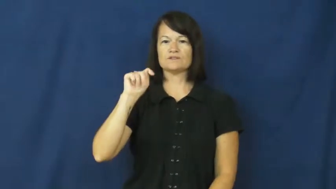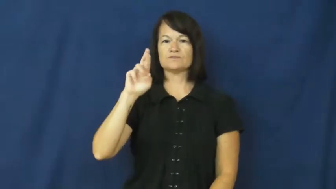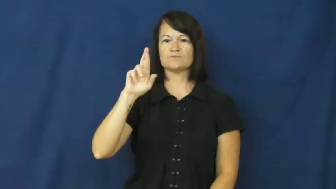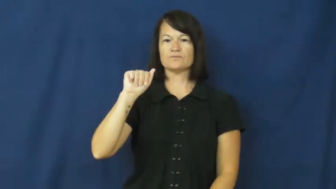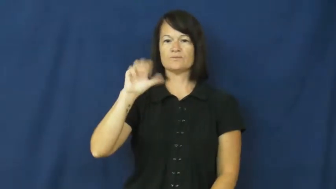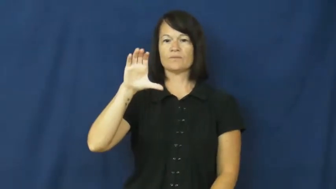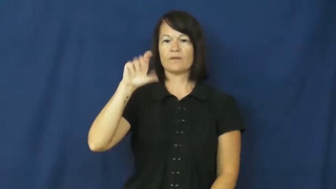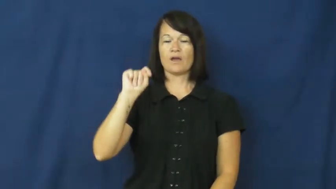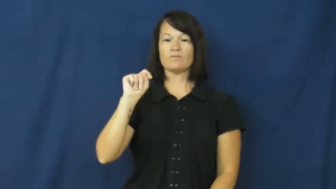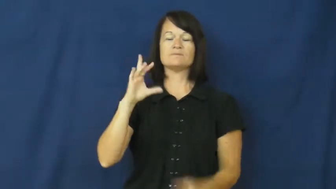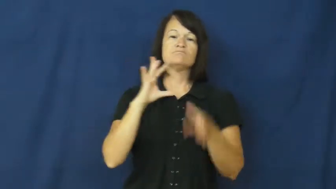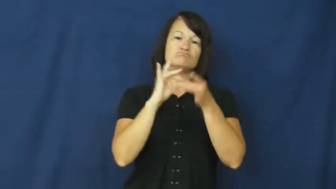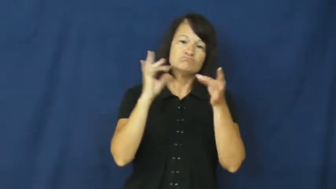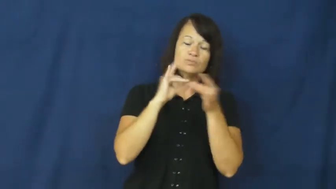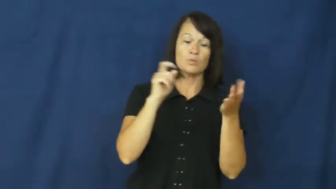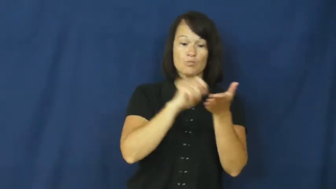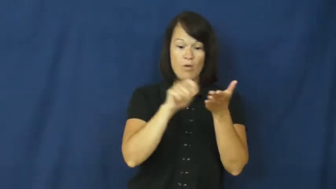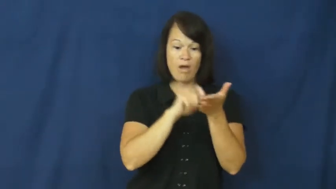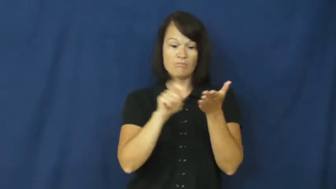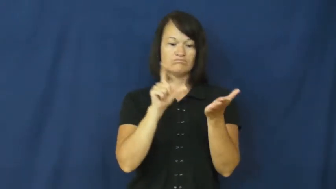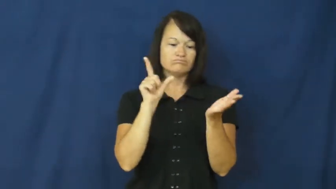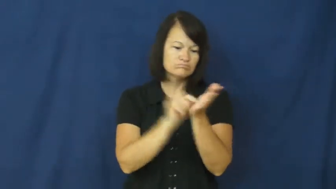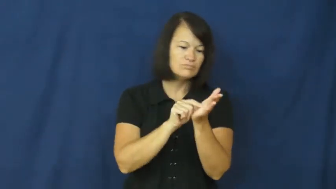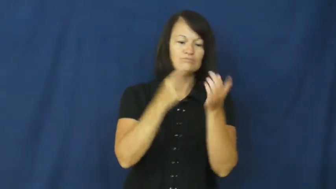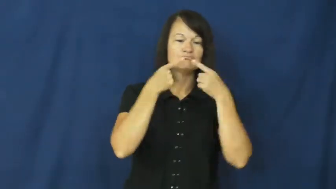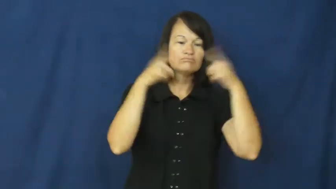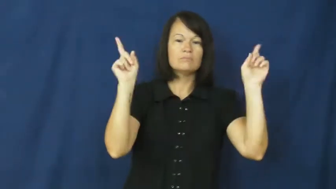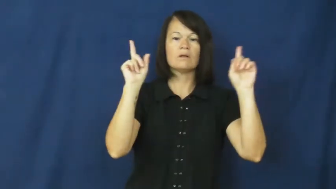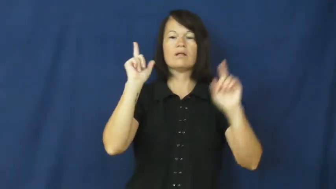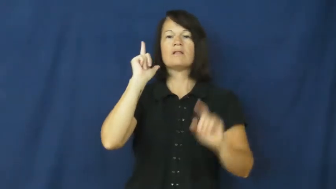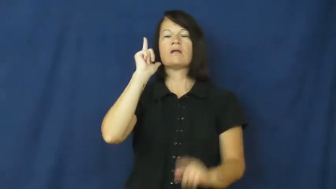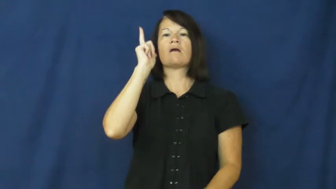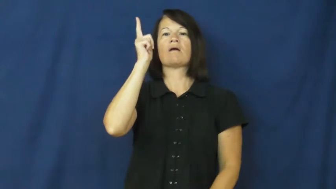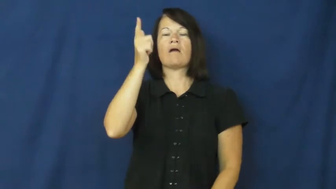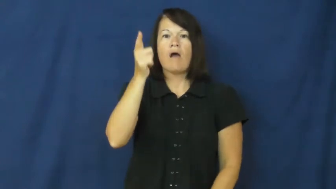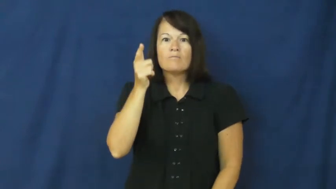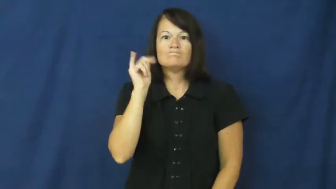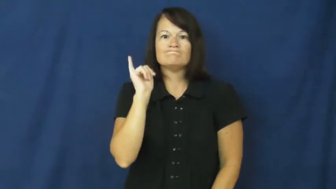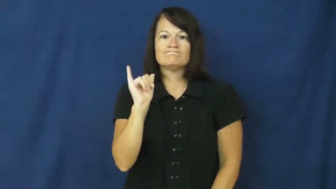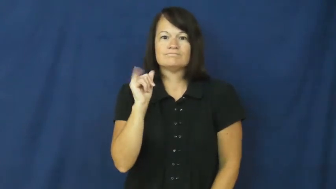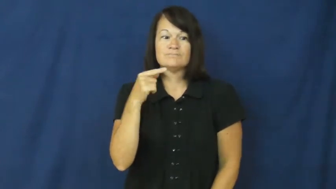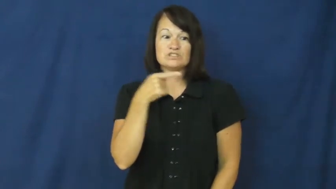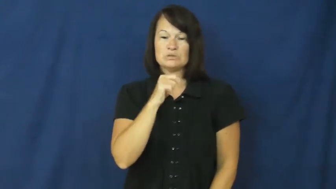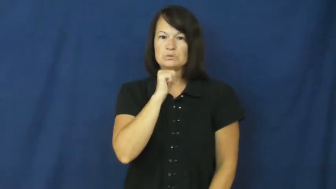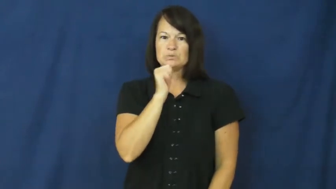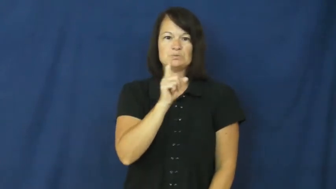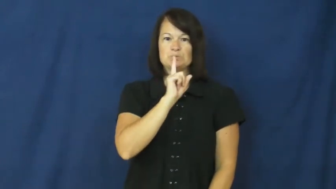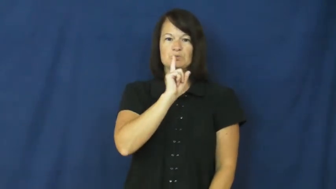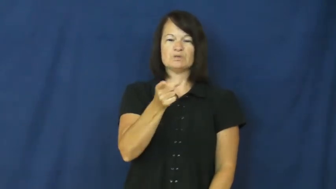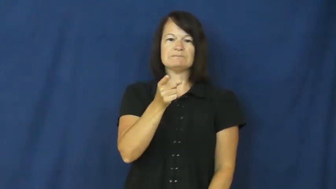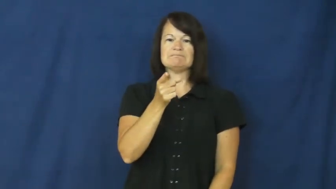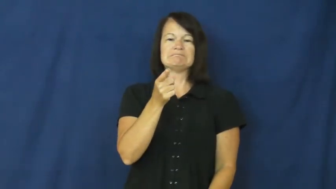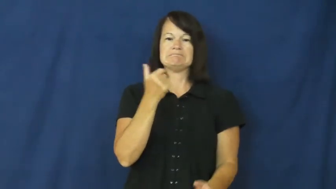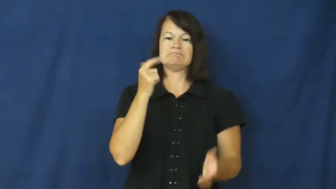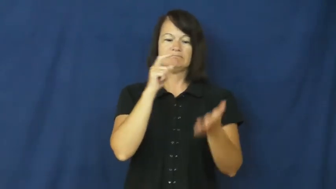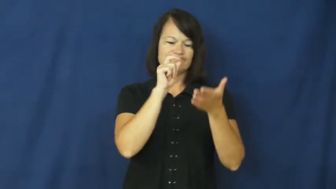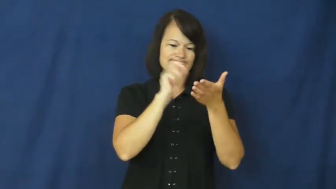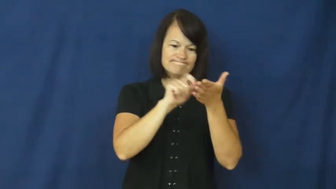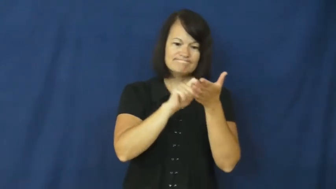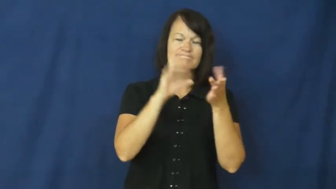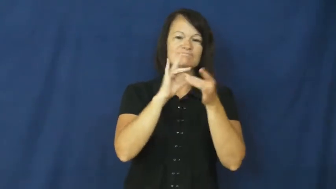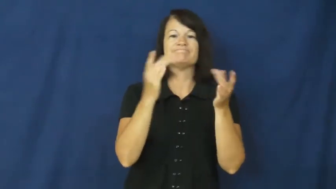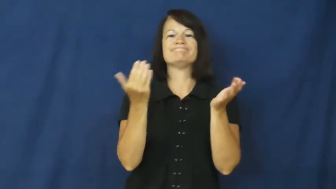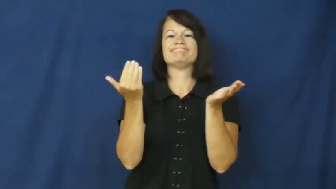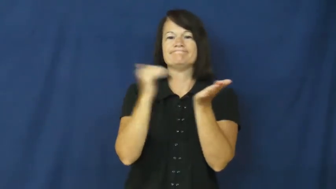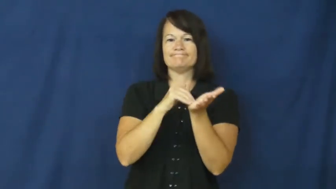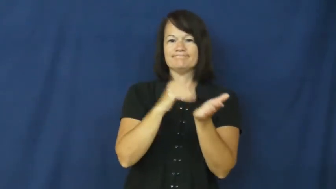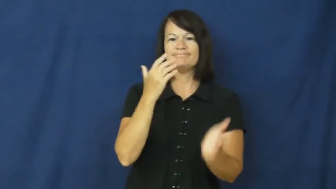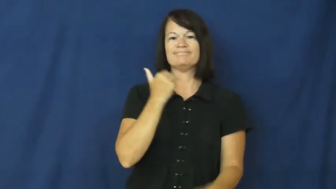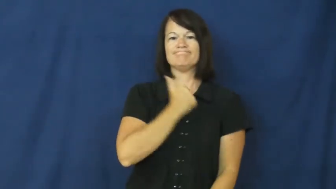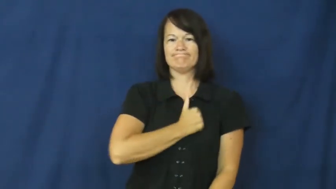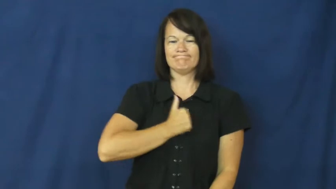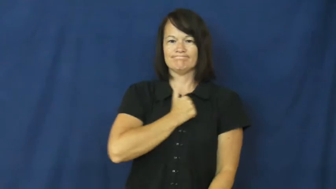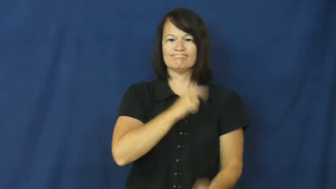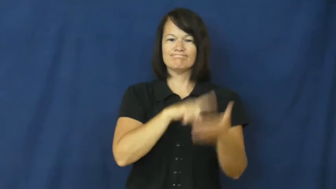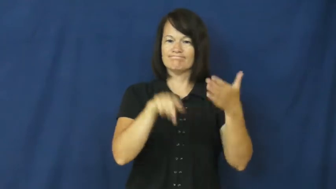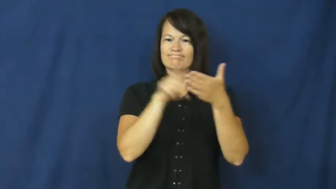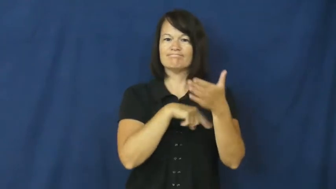retract-statement